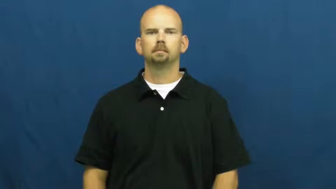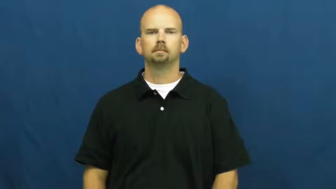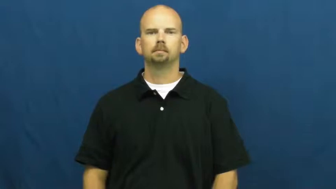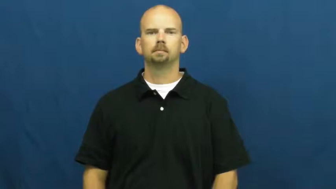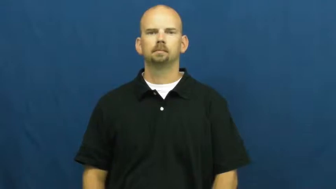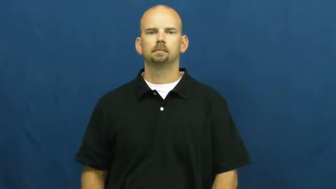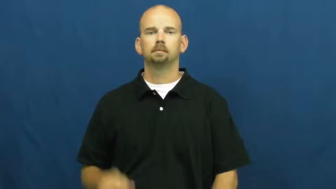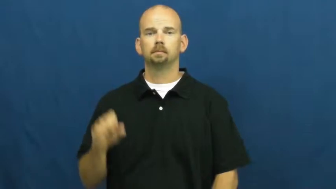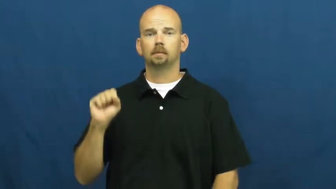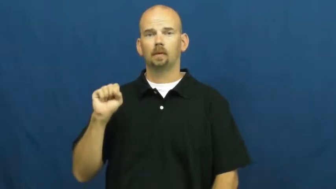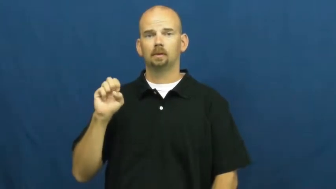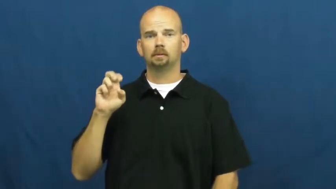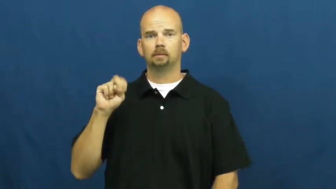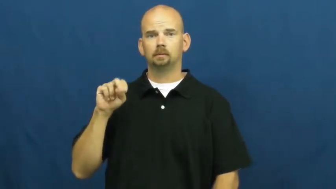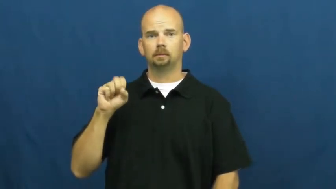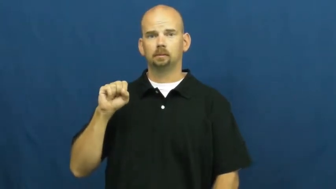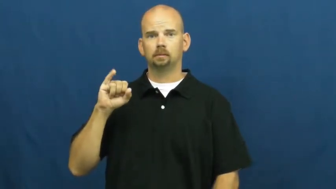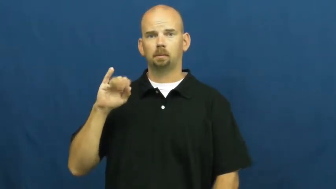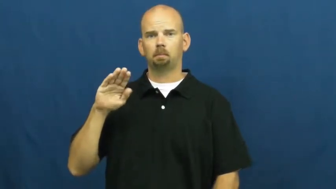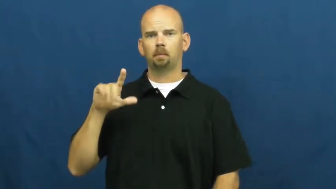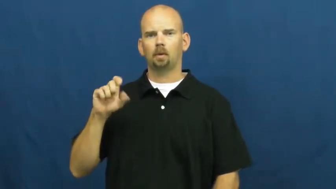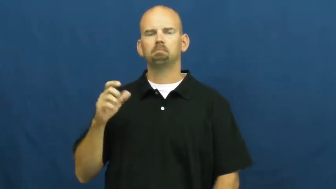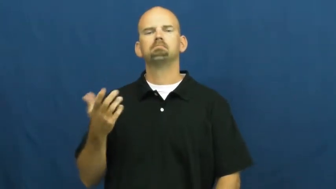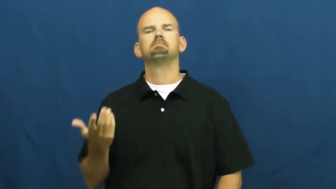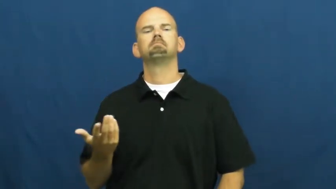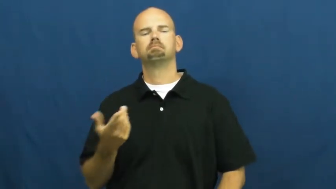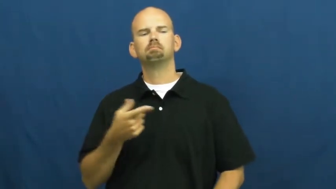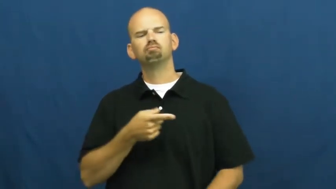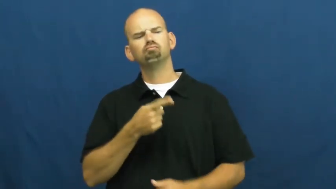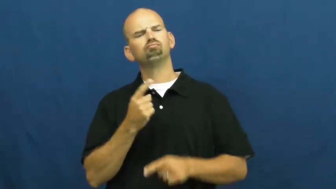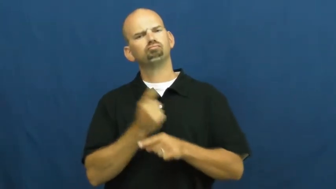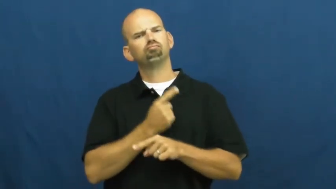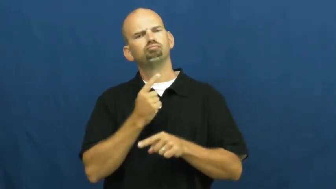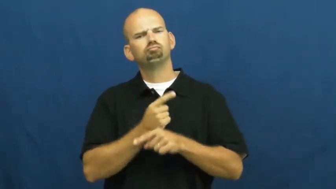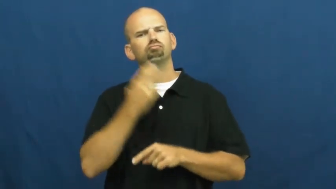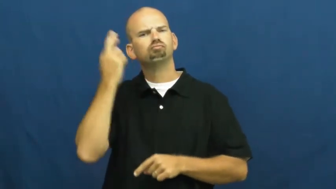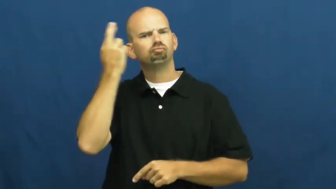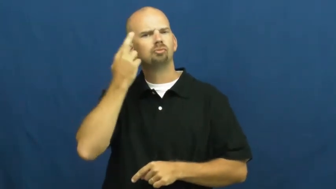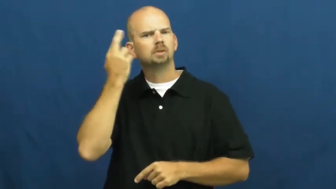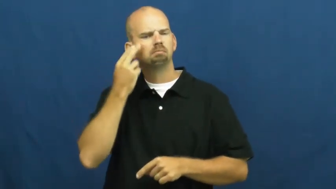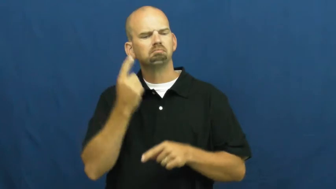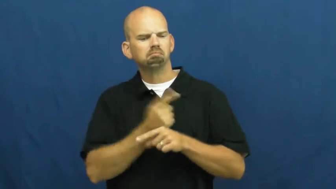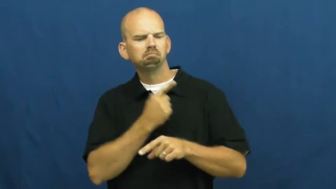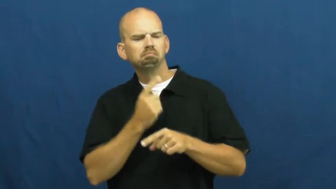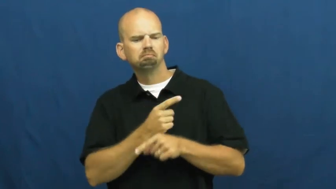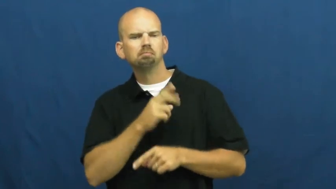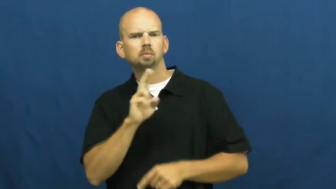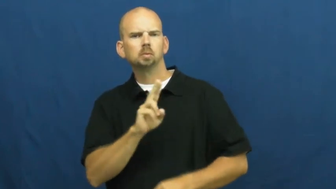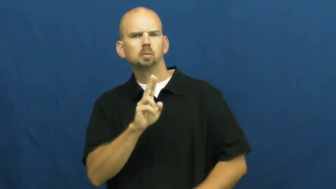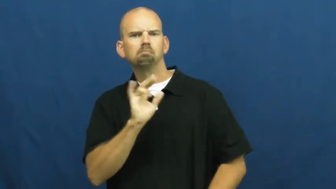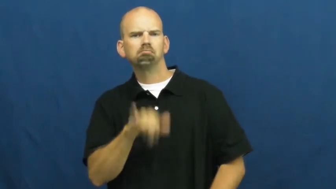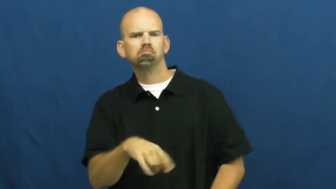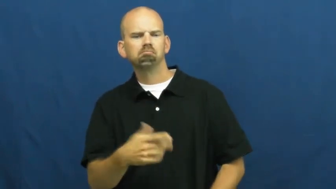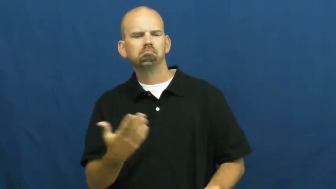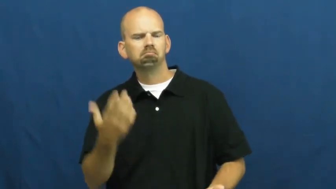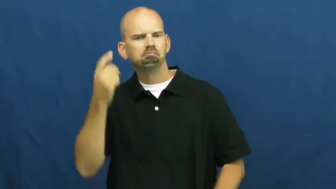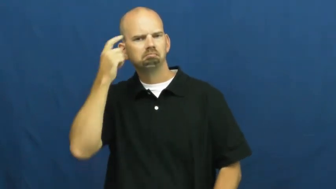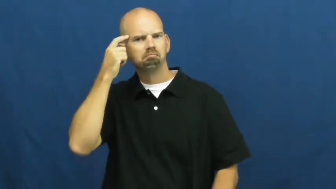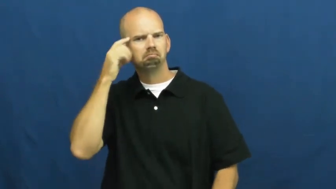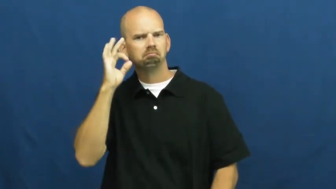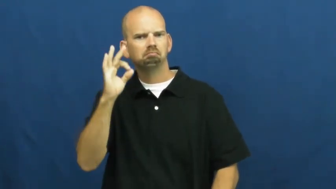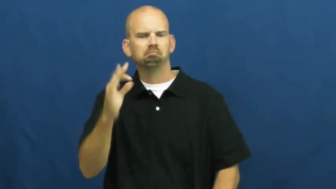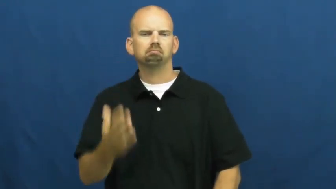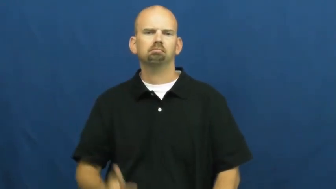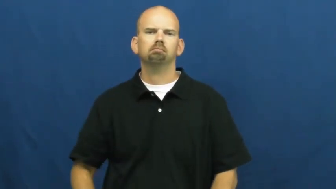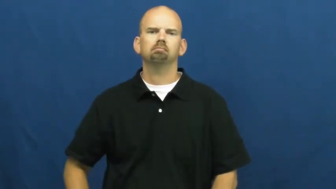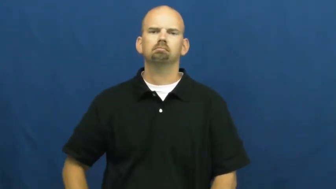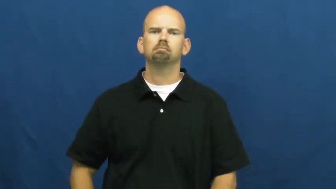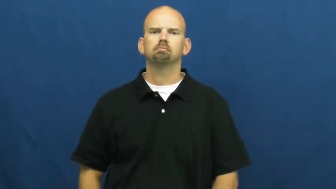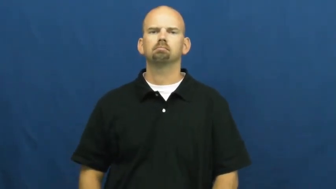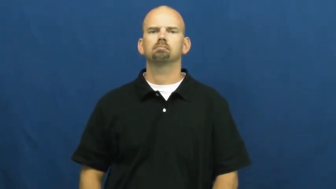sensible